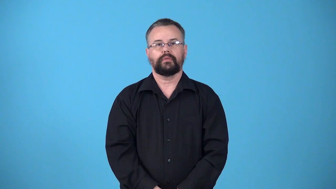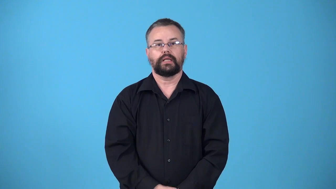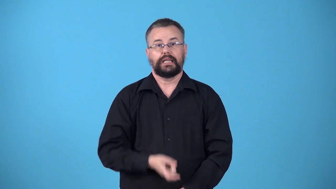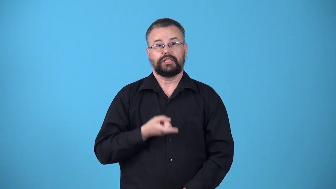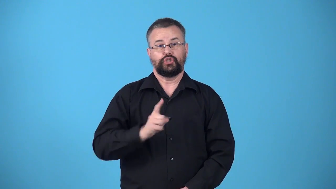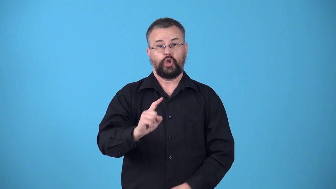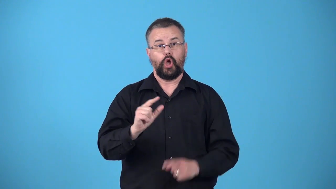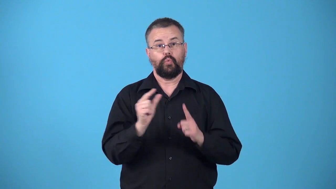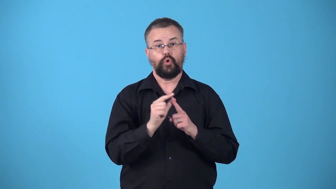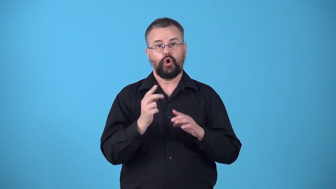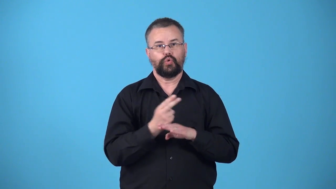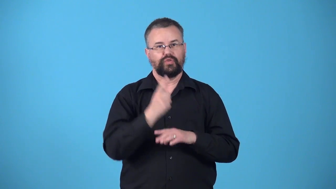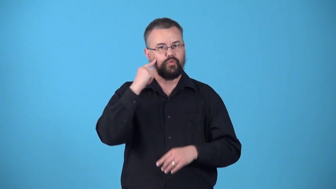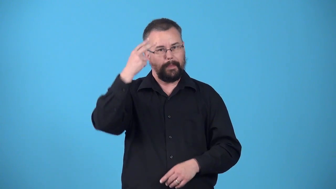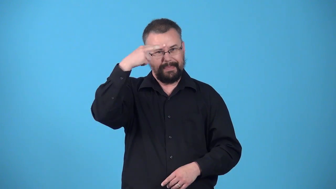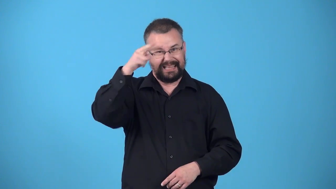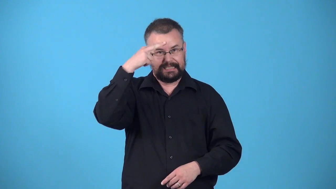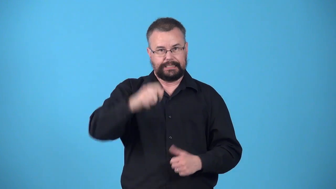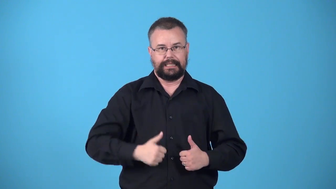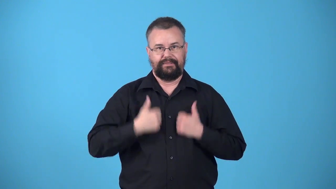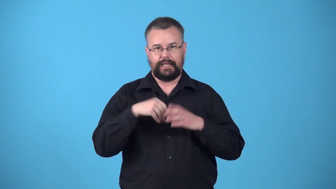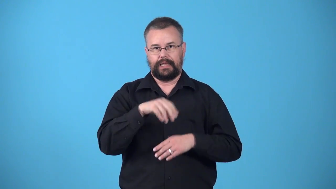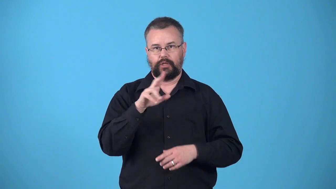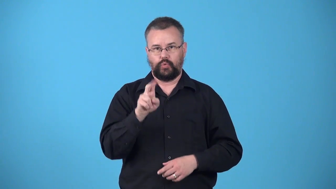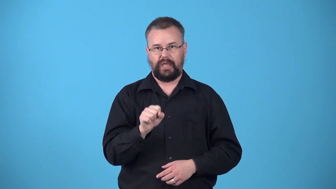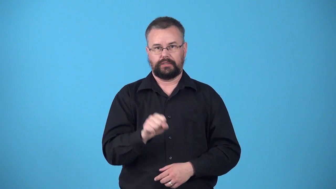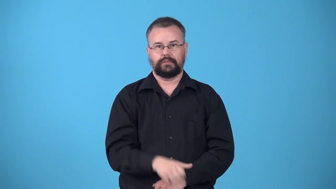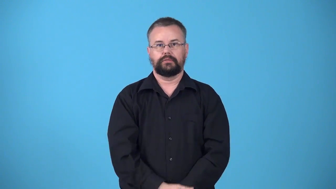wetback